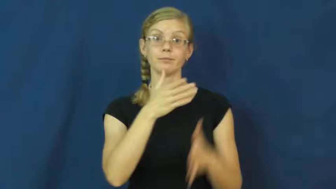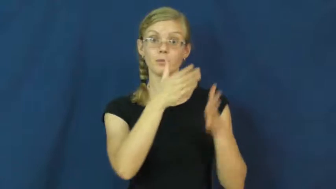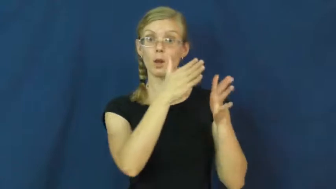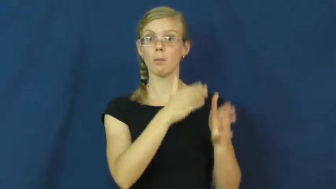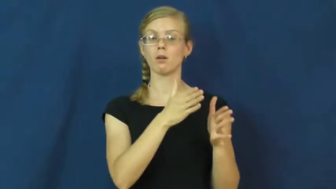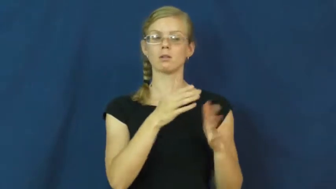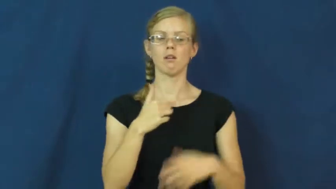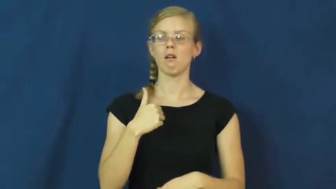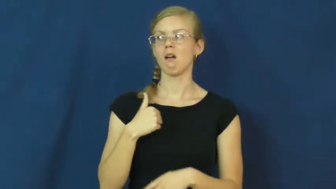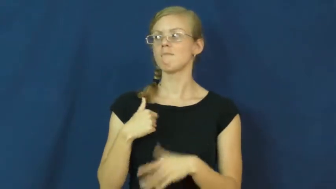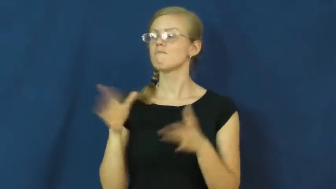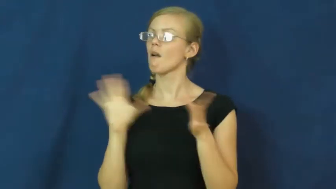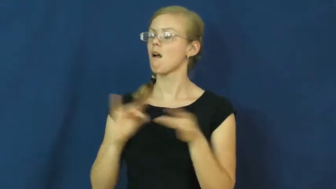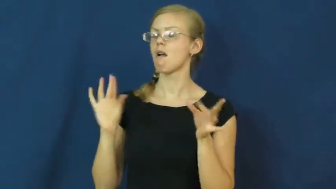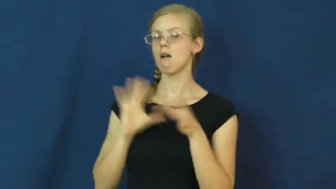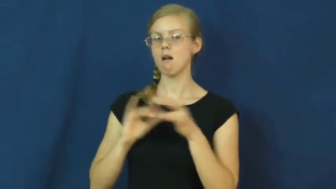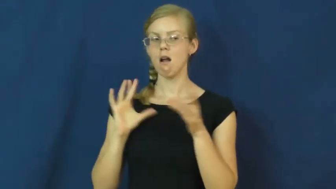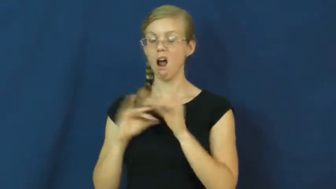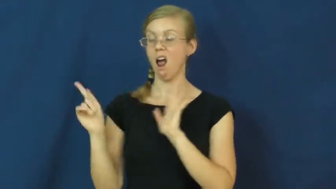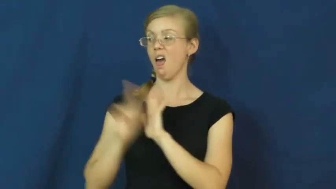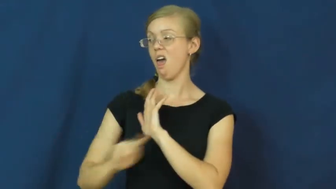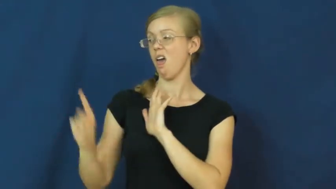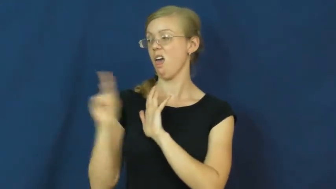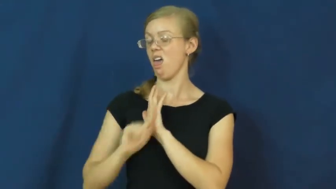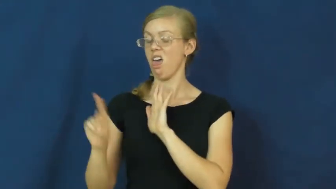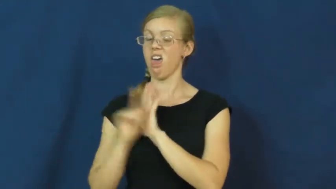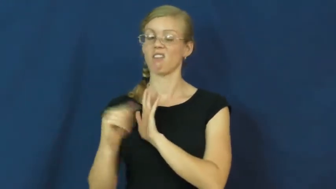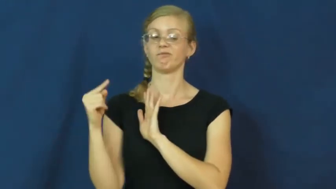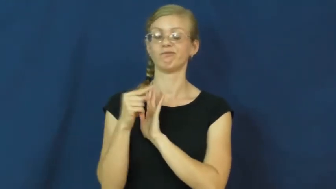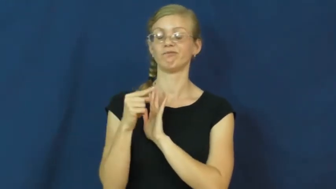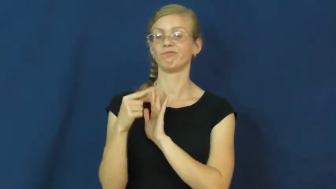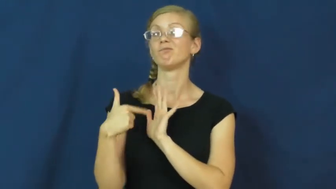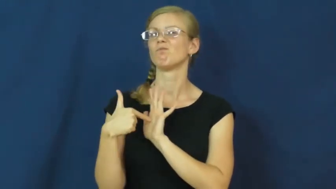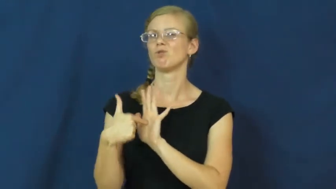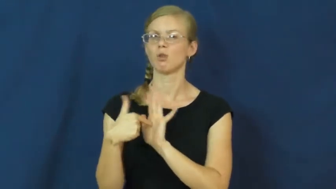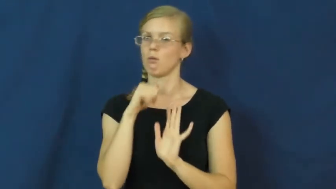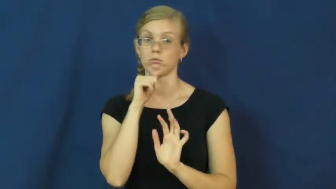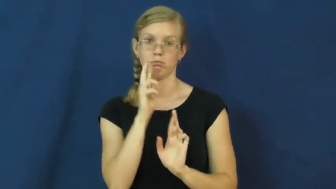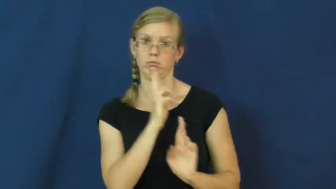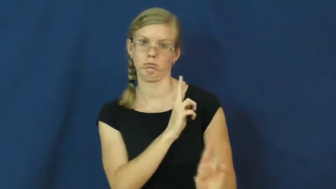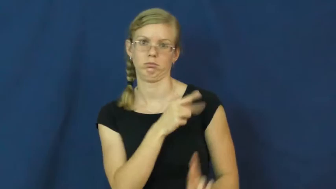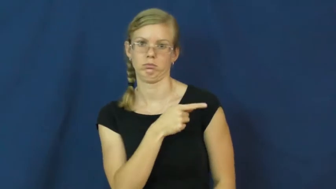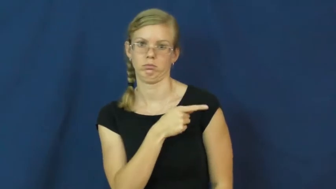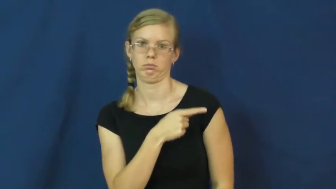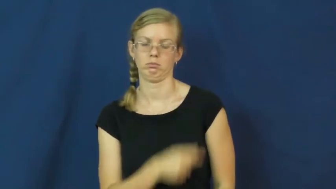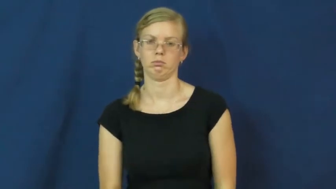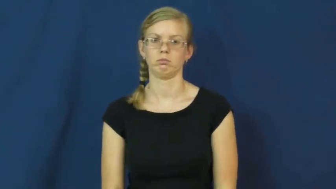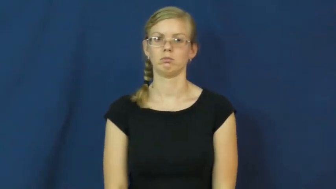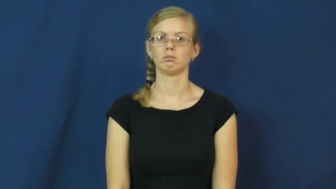disparage,degrade